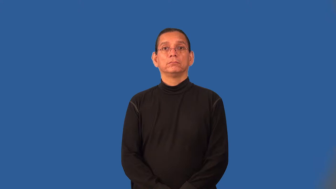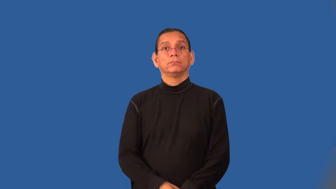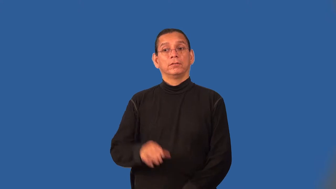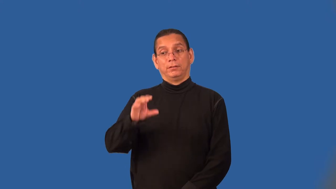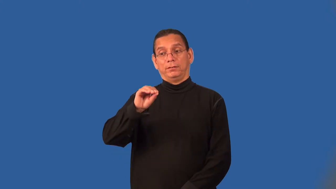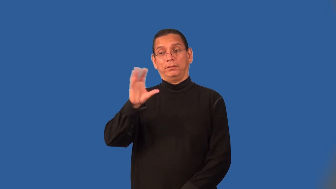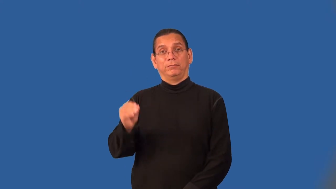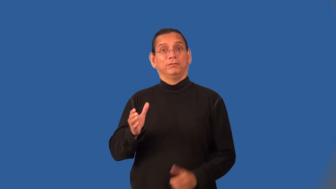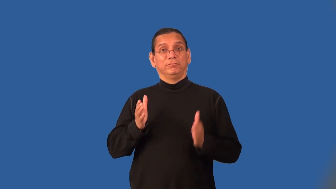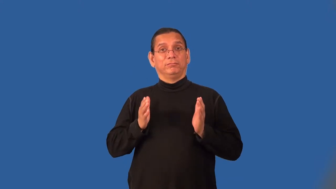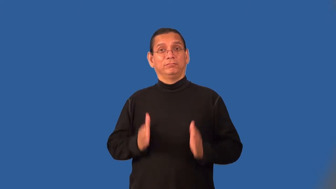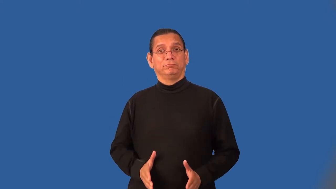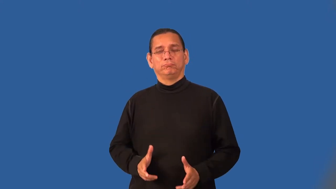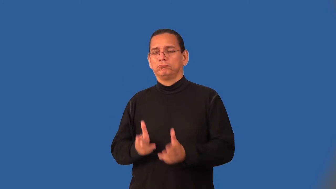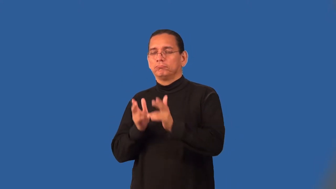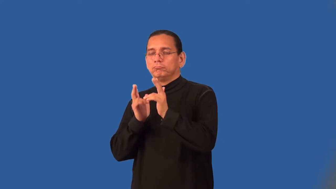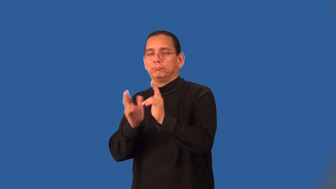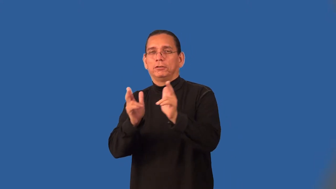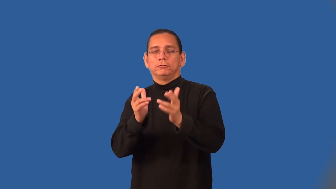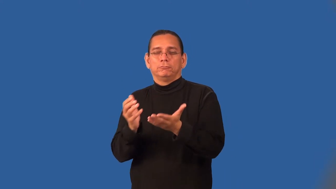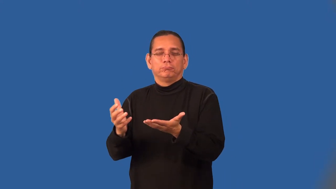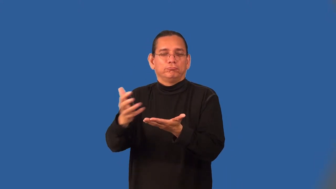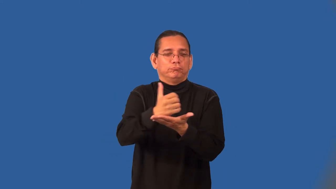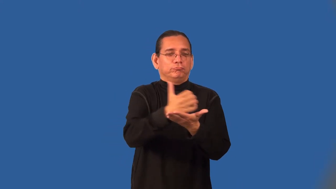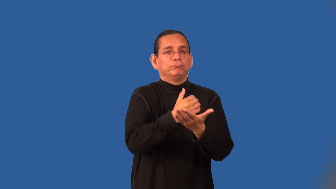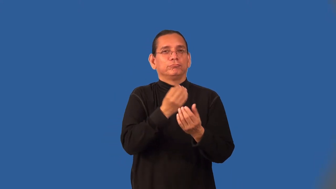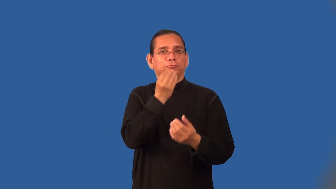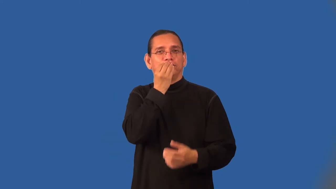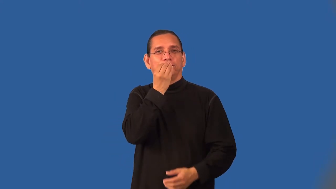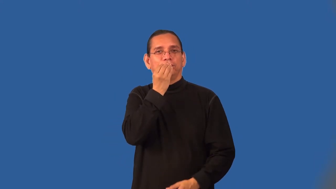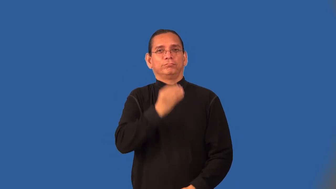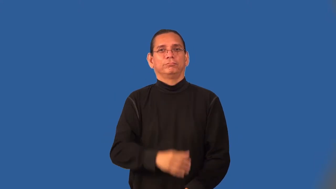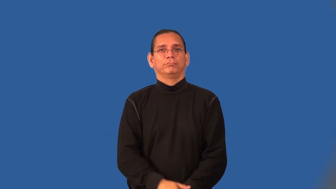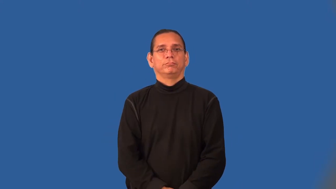bushman